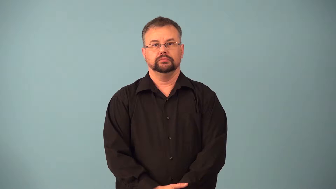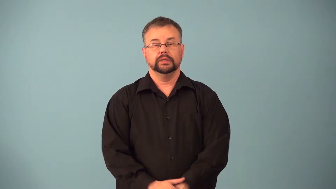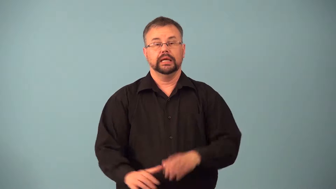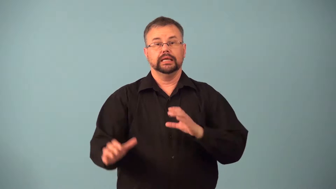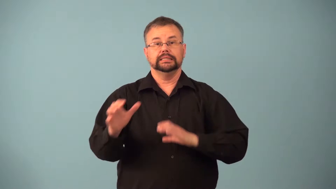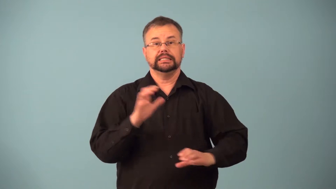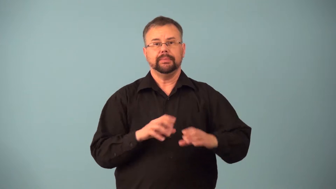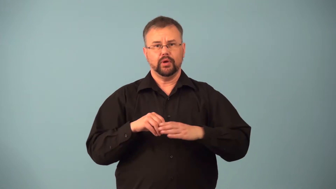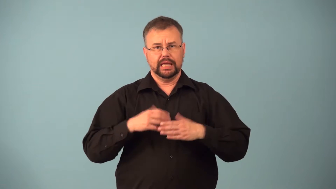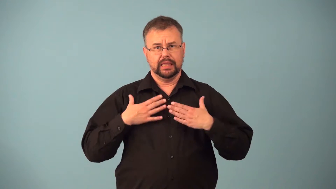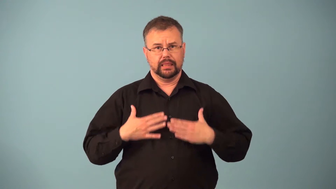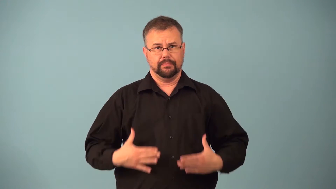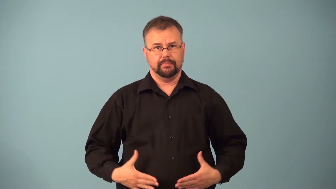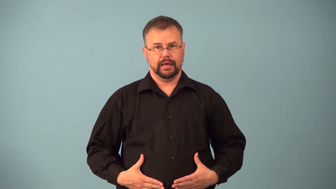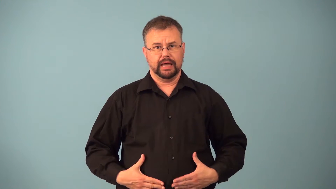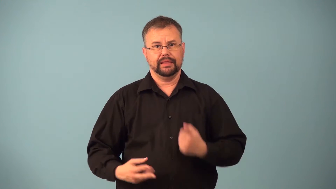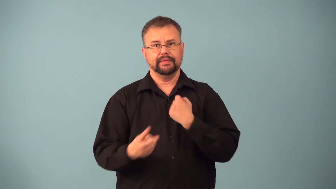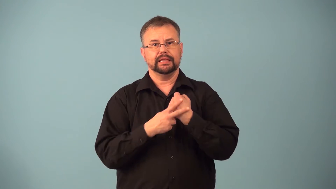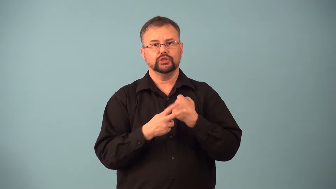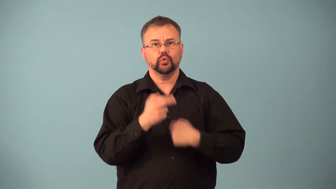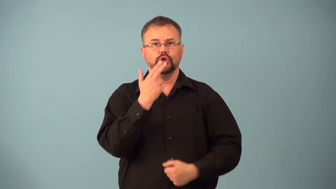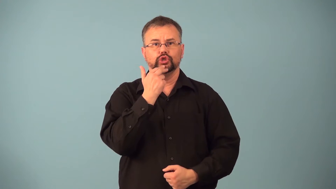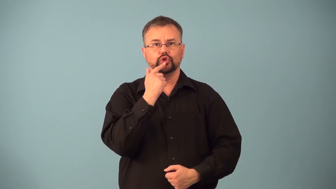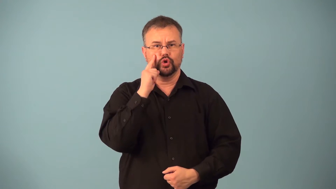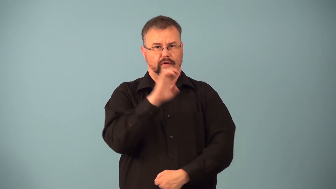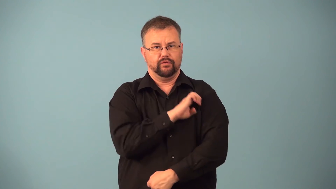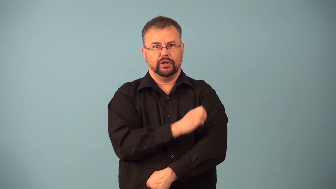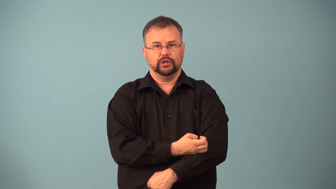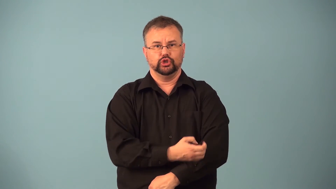glycogen